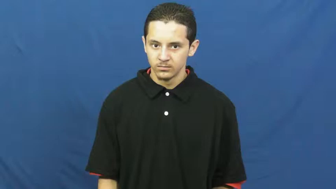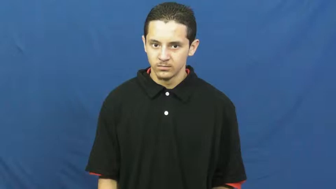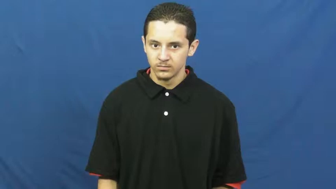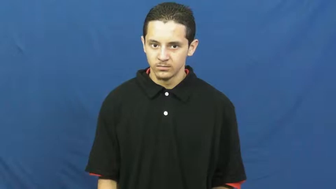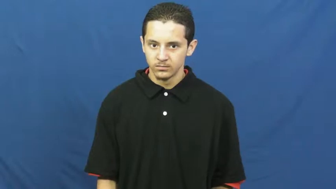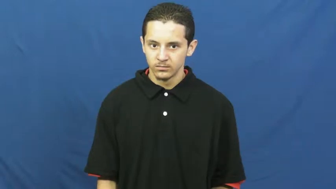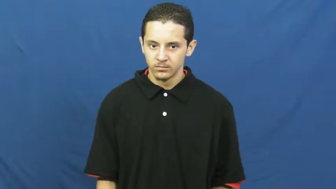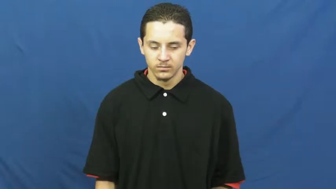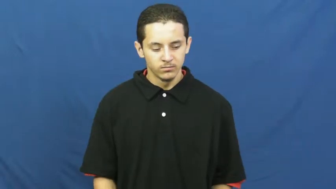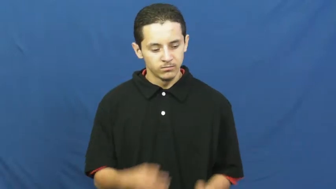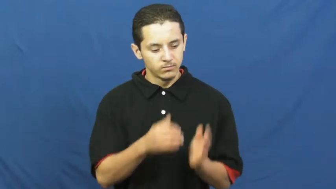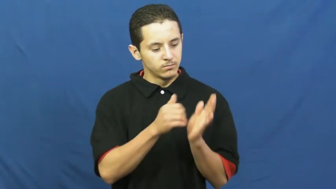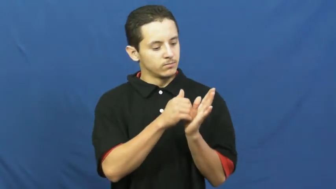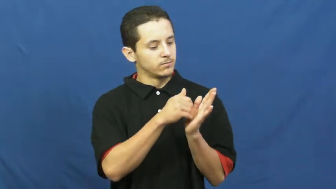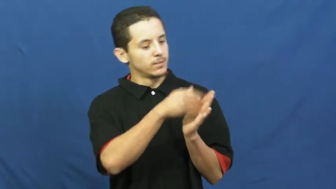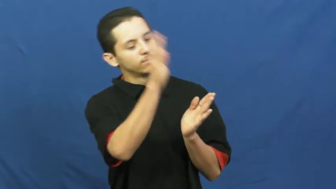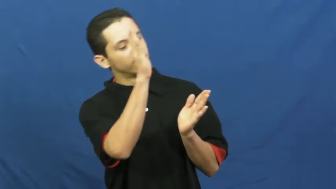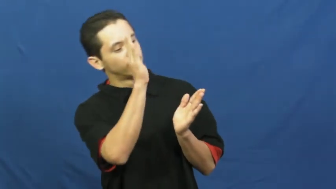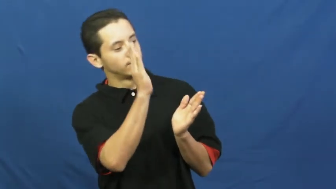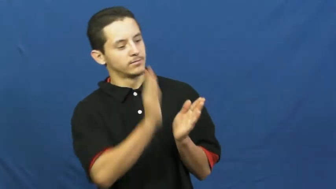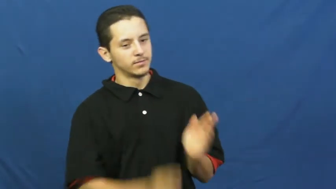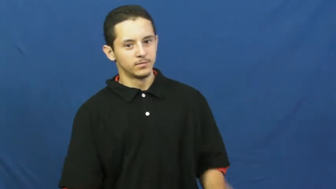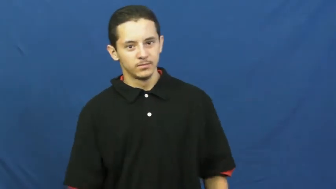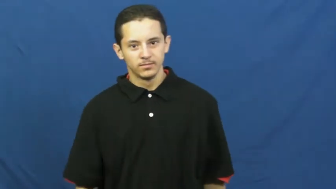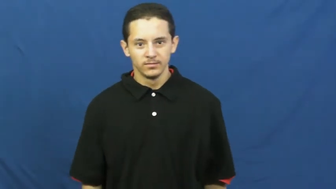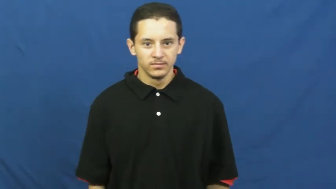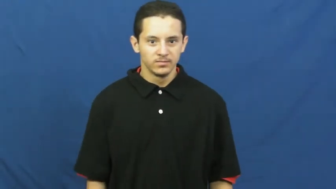cull,cull out